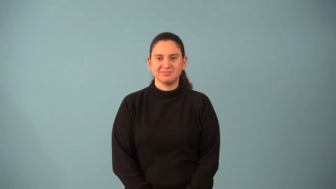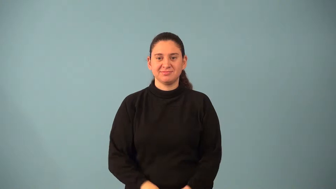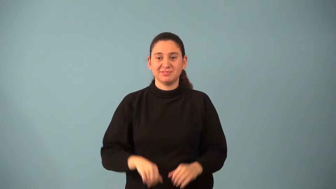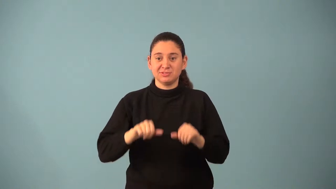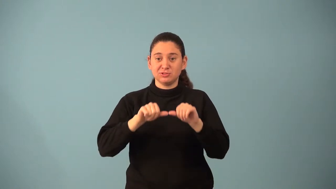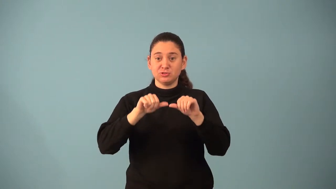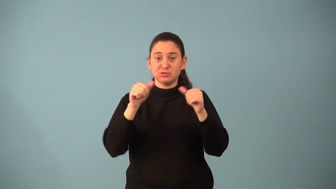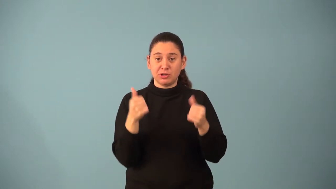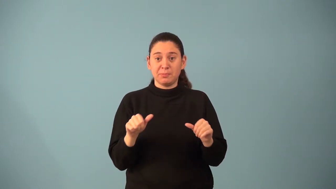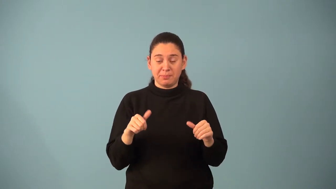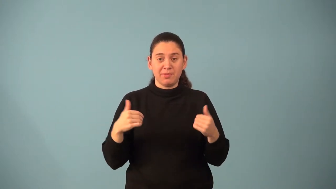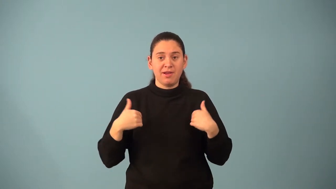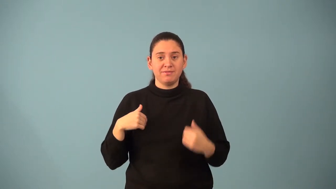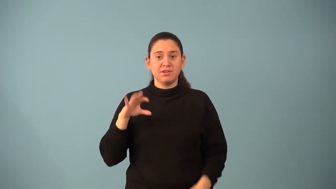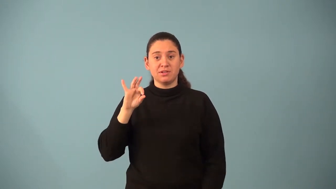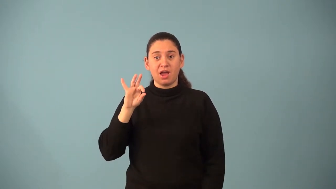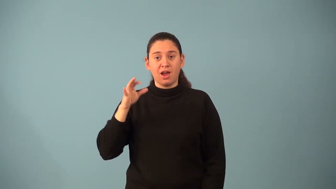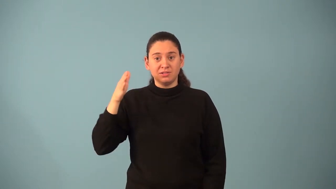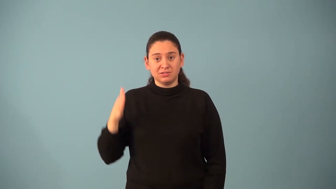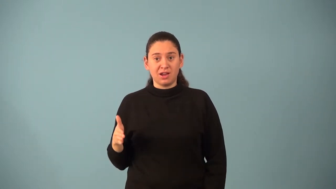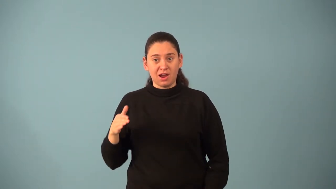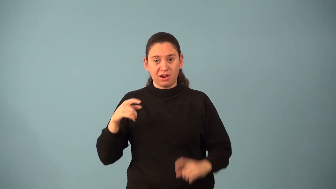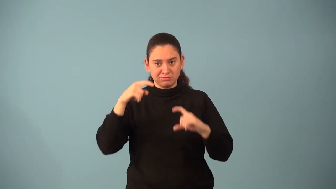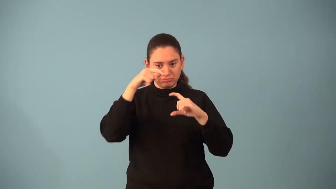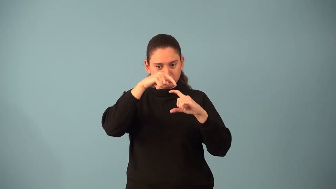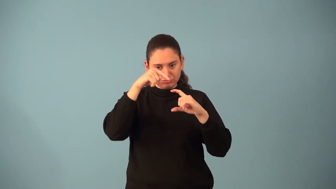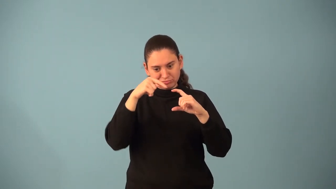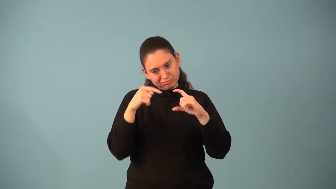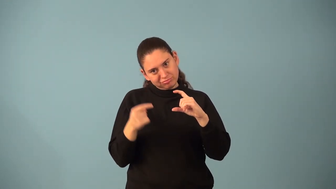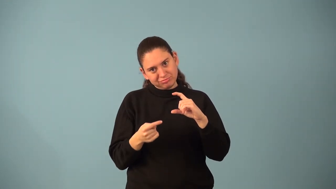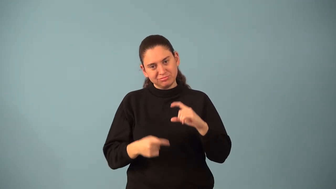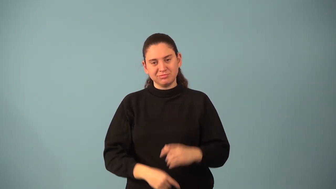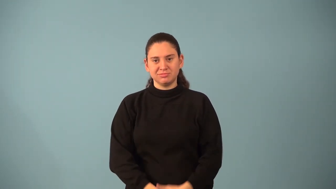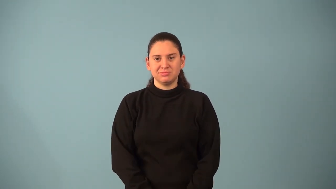nonagon